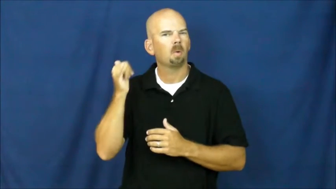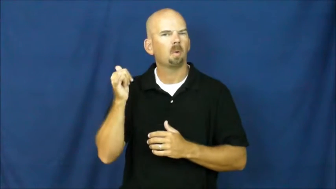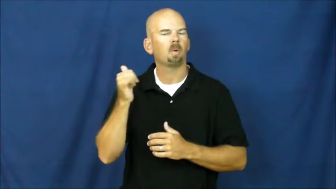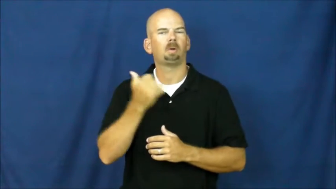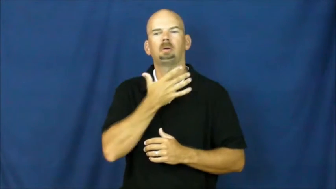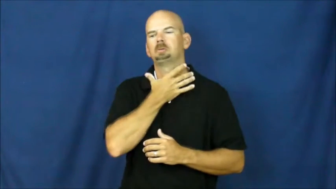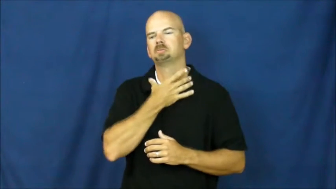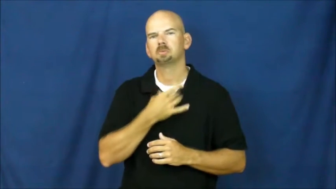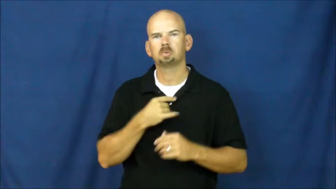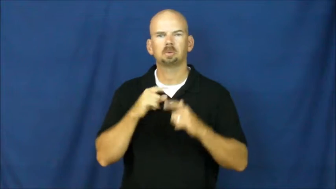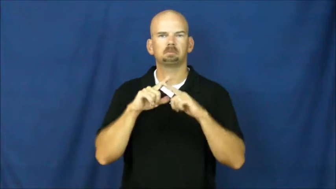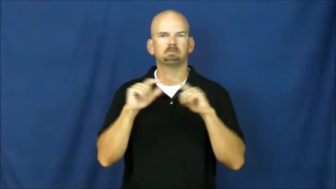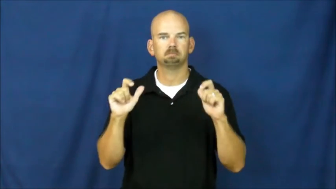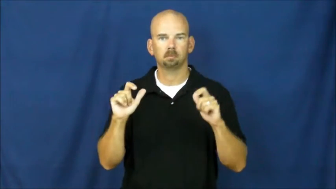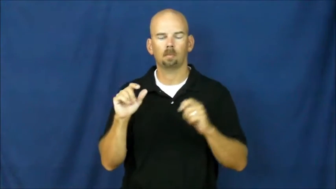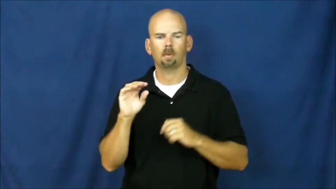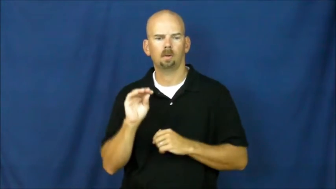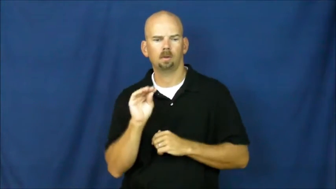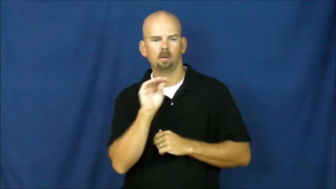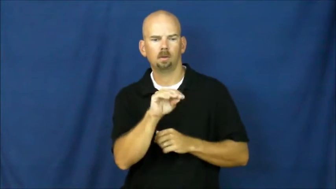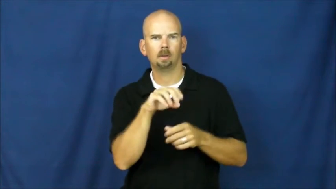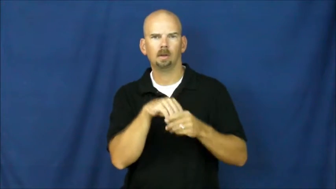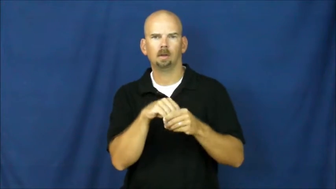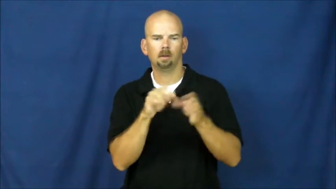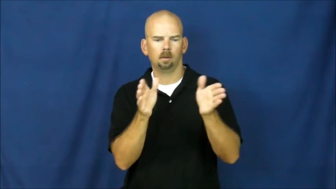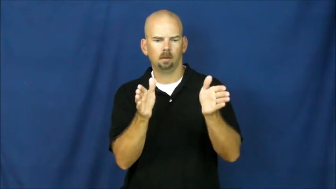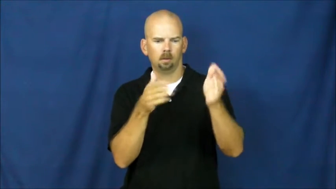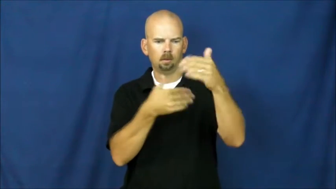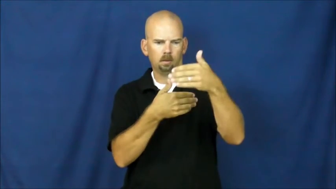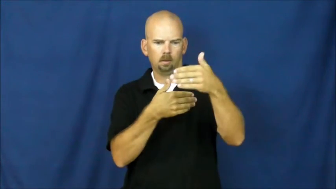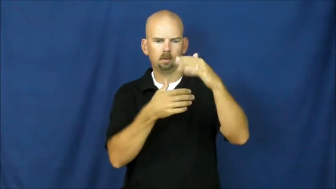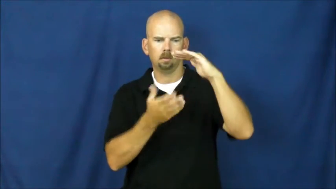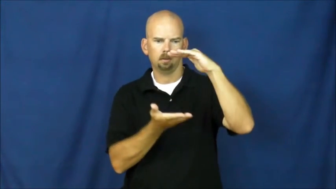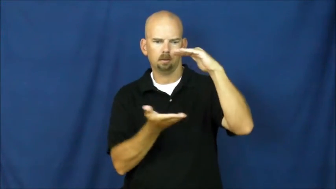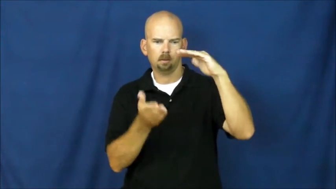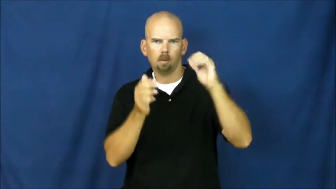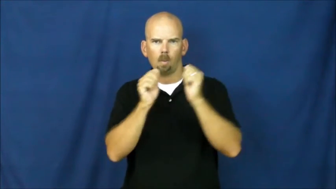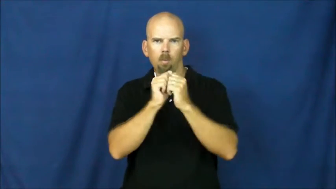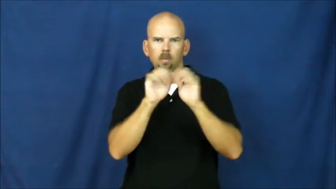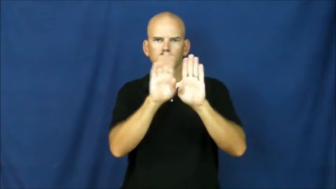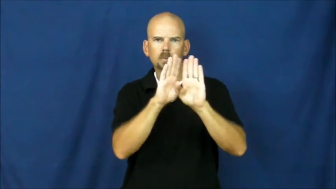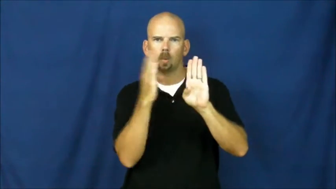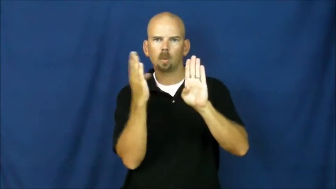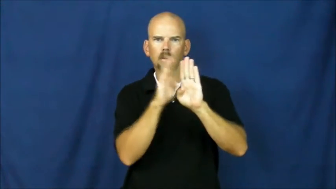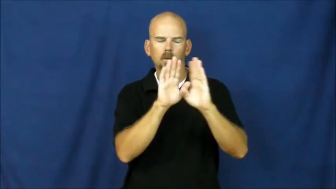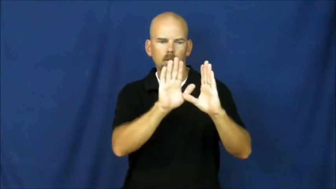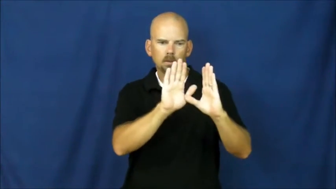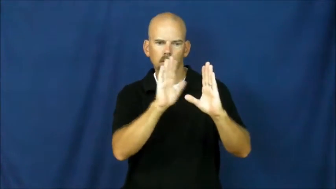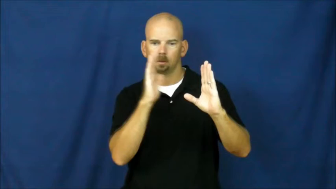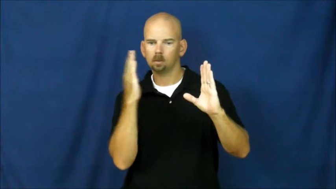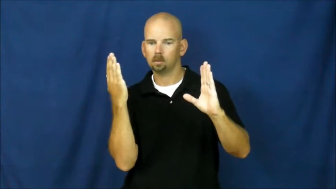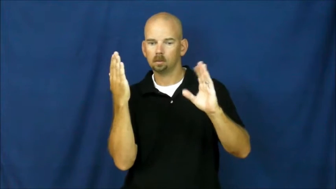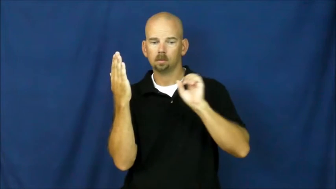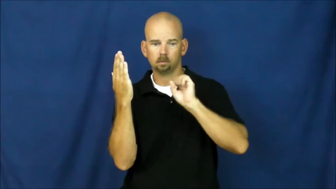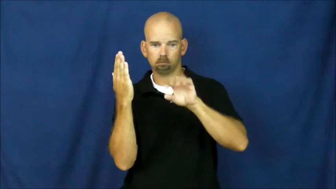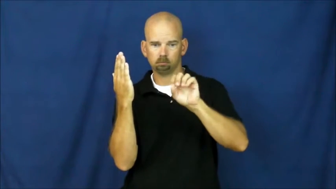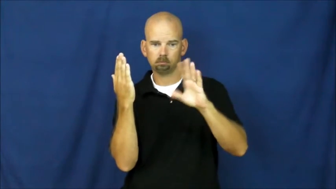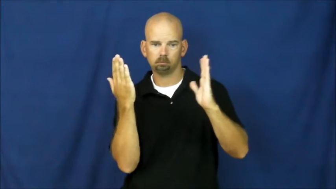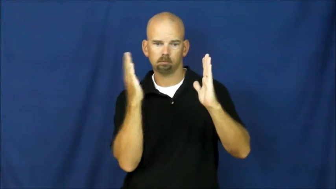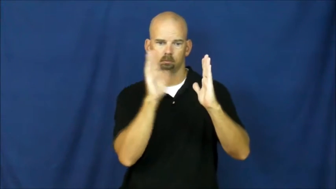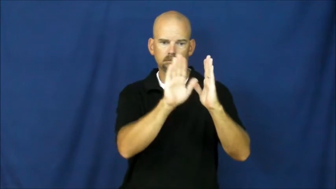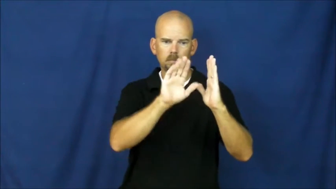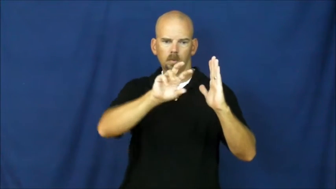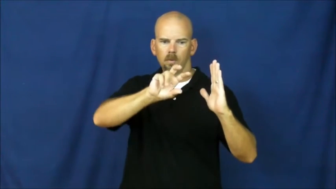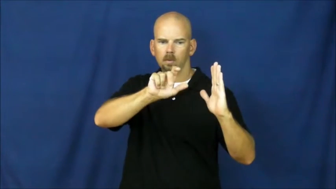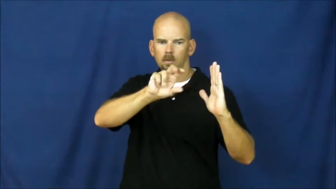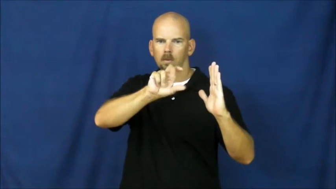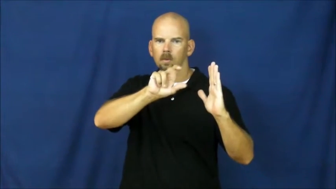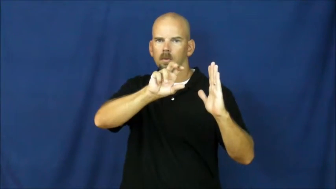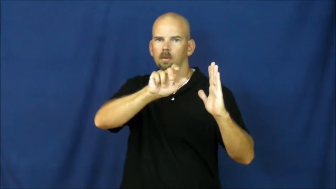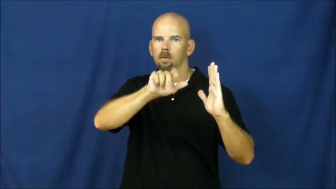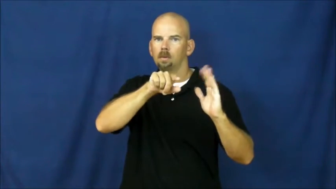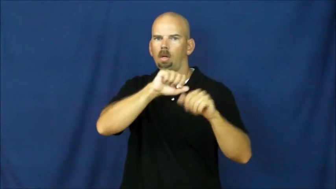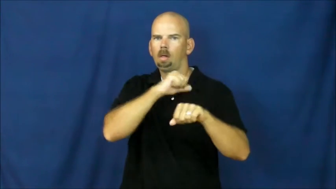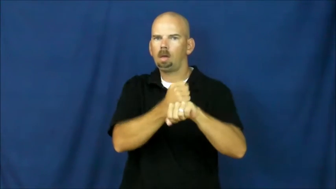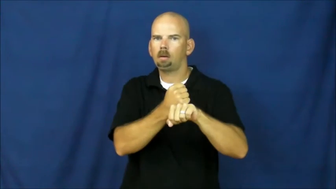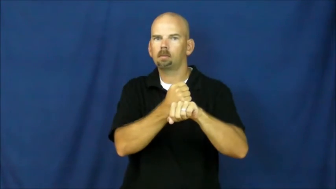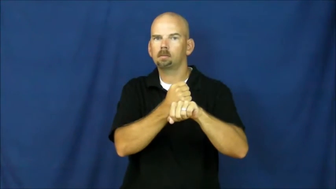vault,strongroom